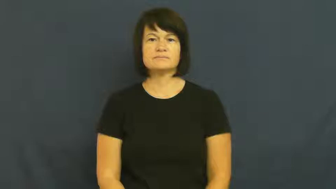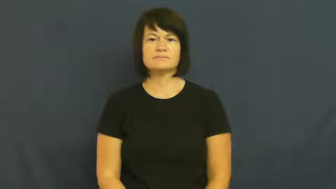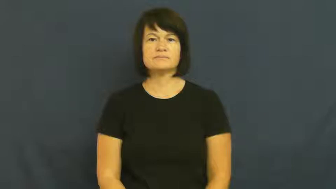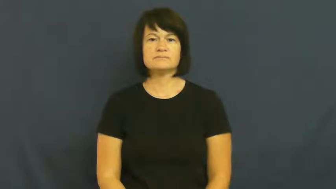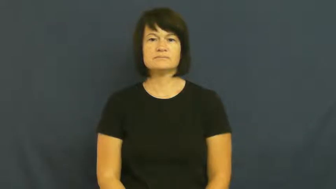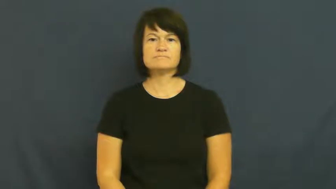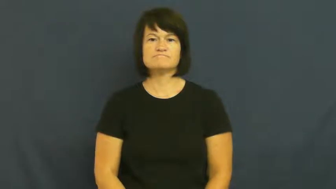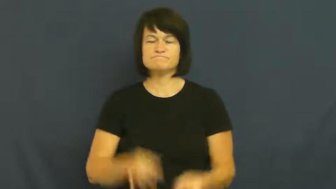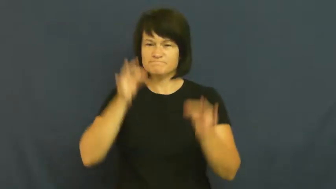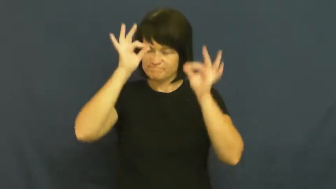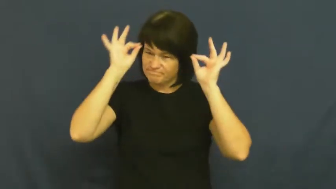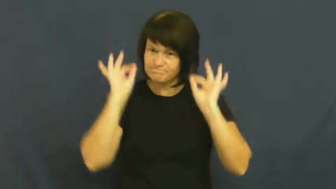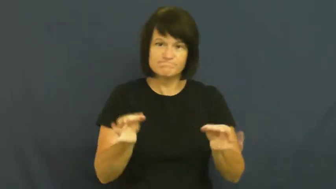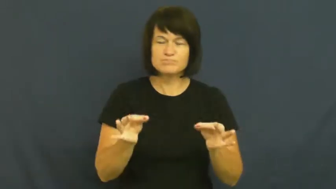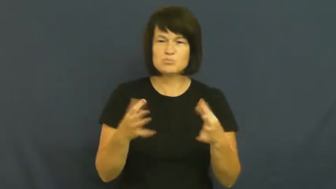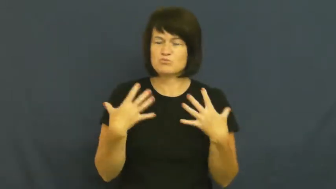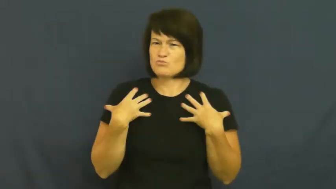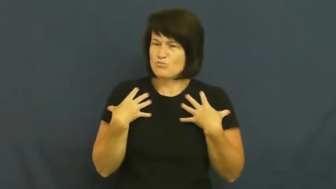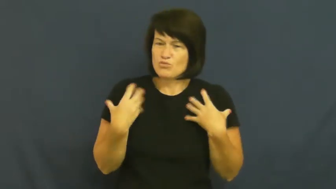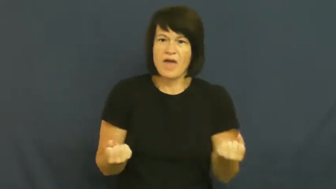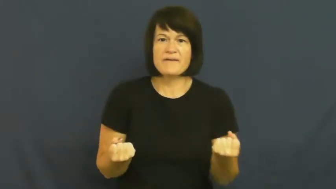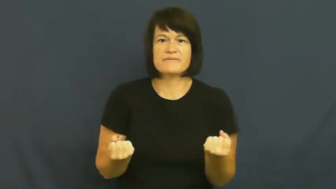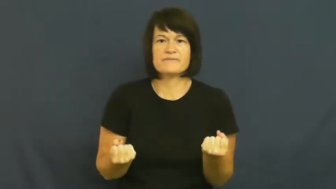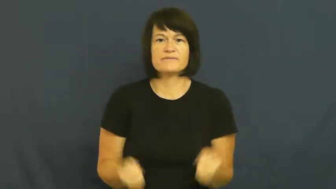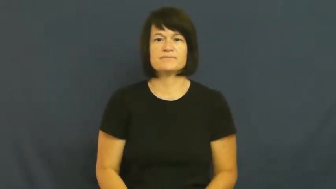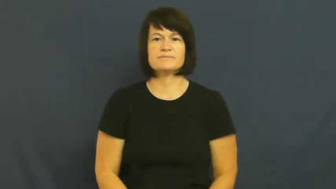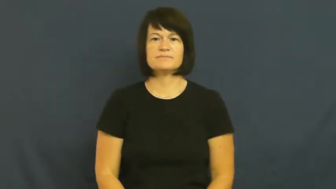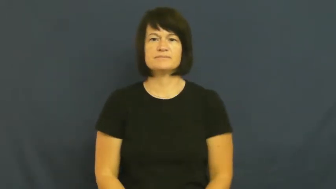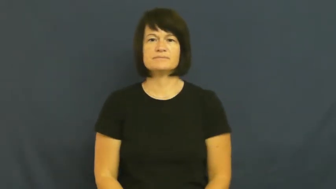pluck,mettle,spartan-brave